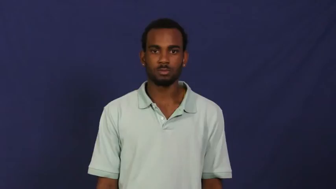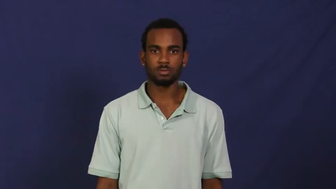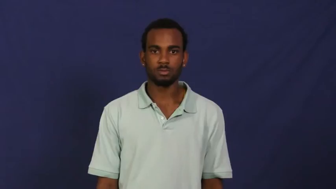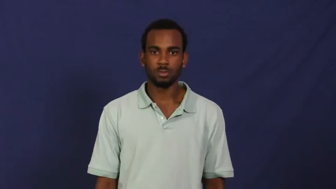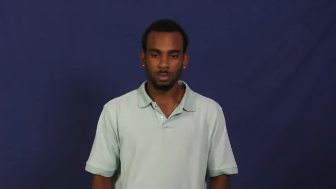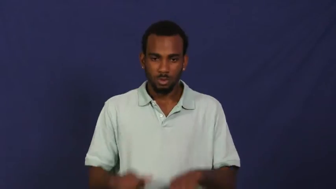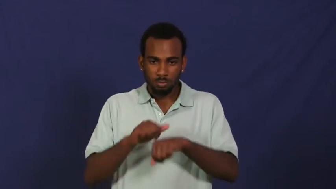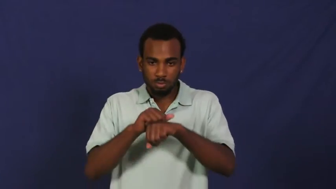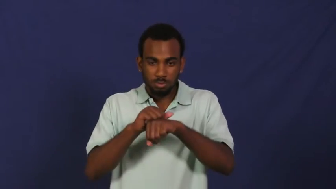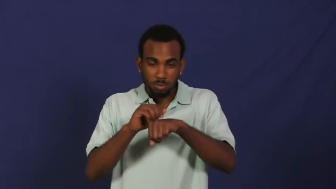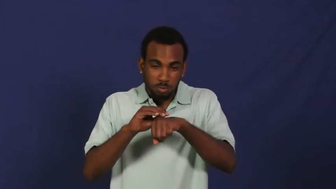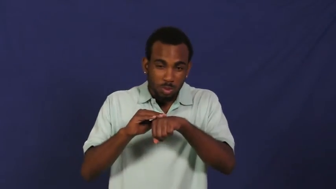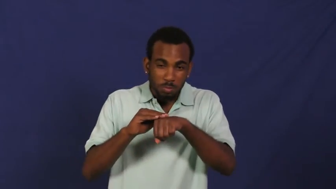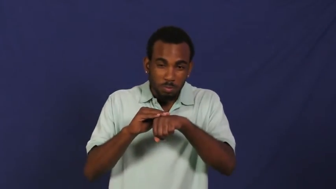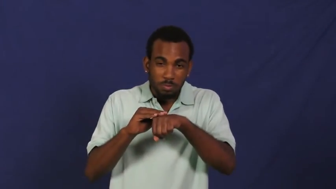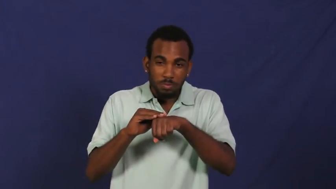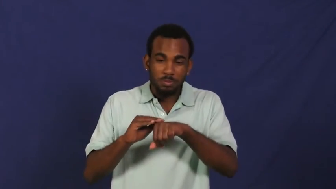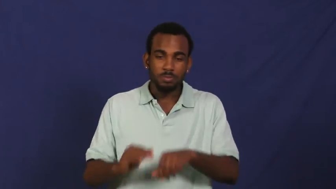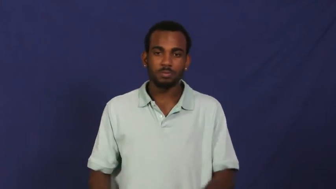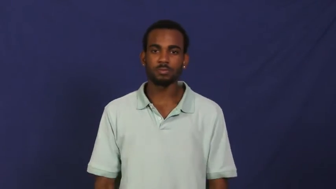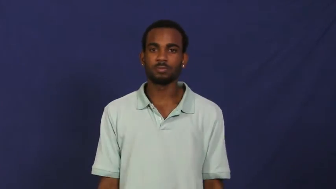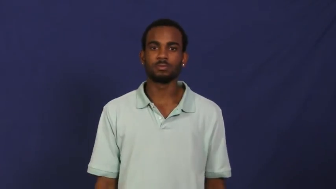rub,fray,frazzle,gall